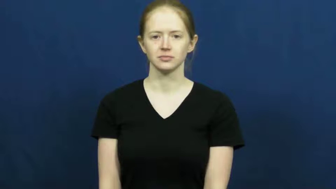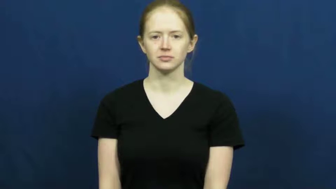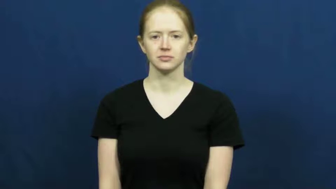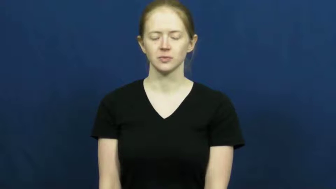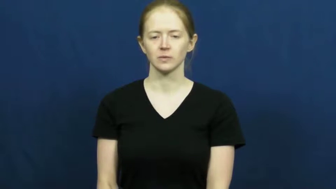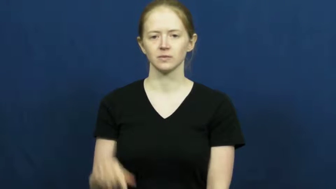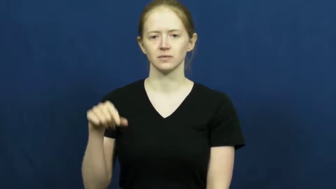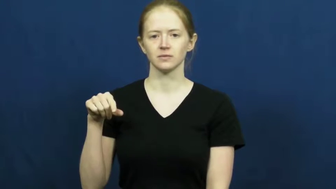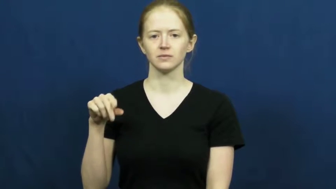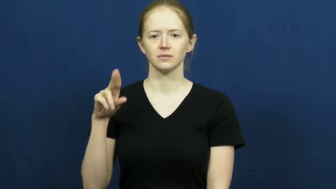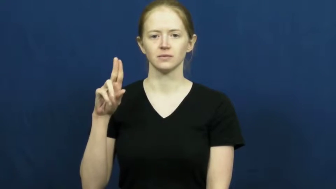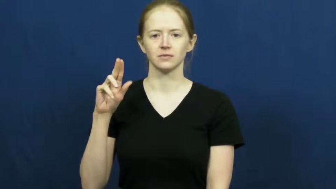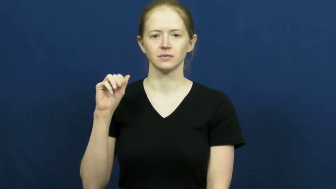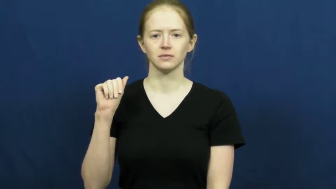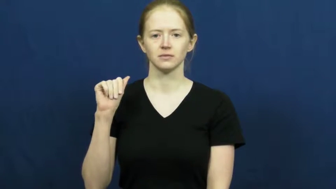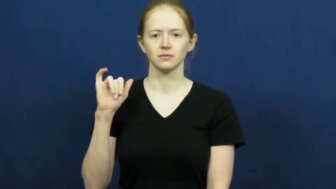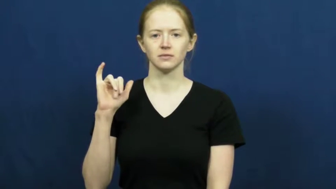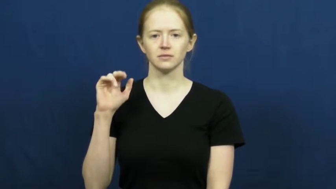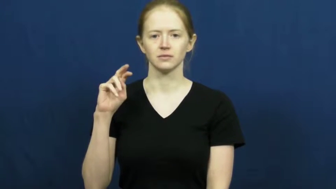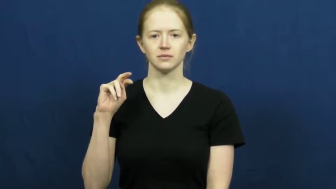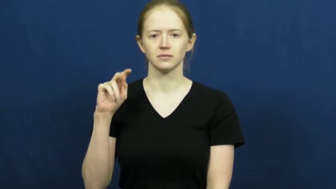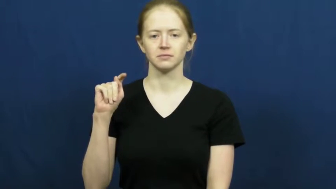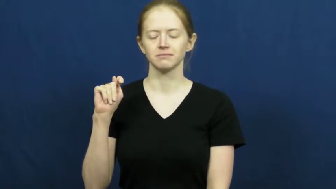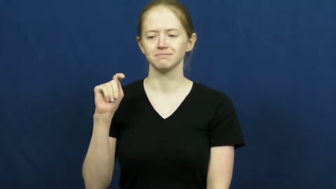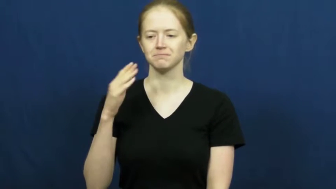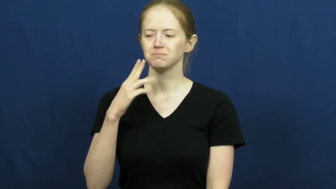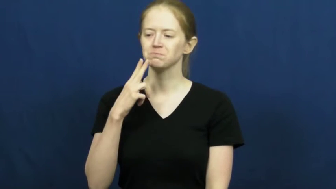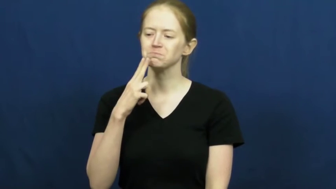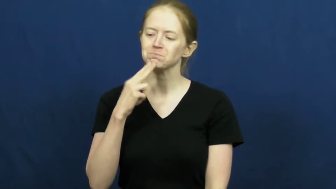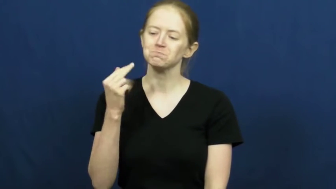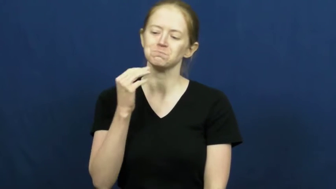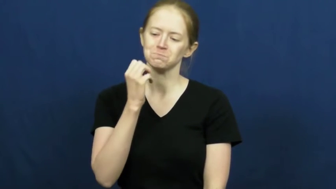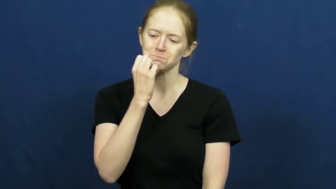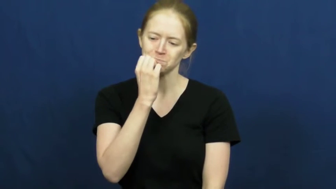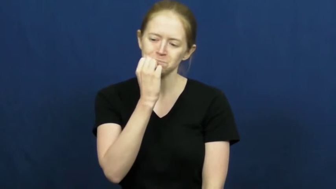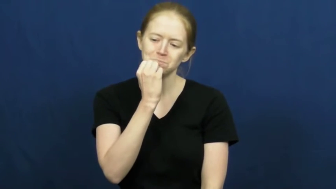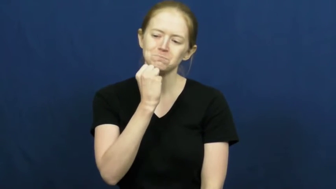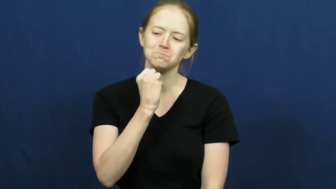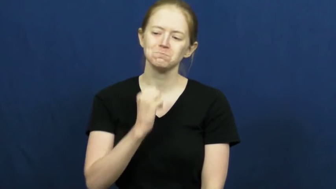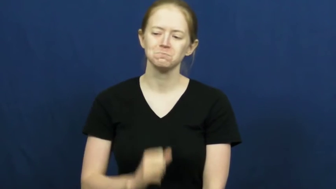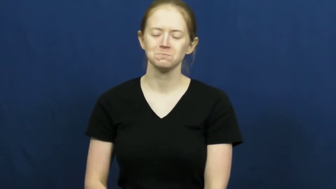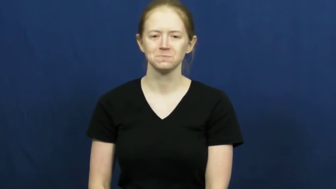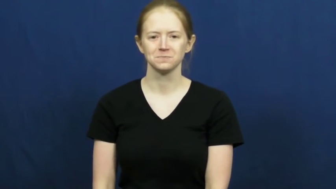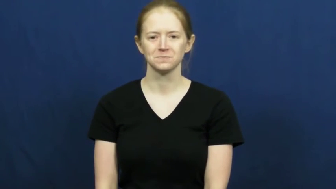quaint-cute